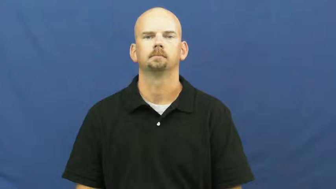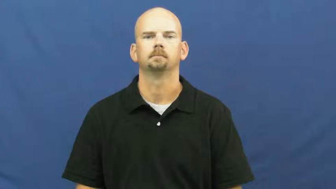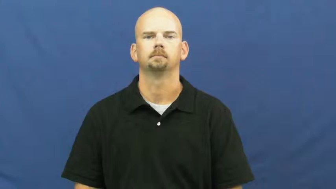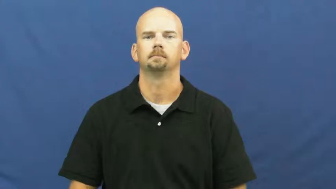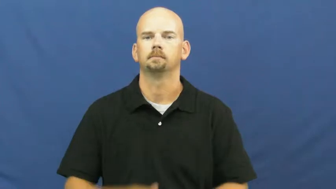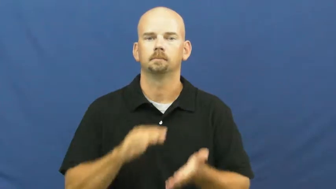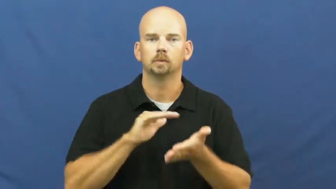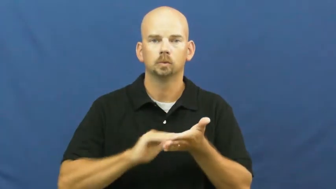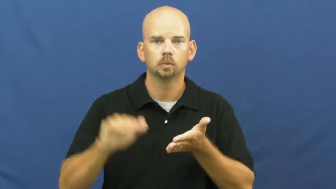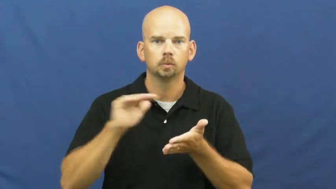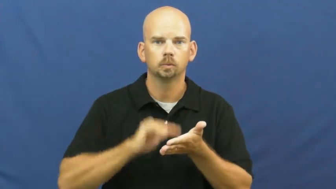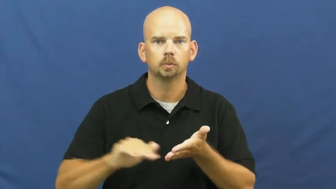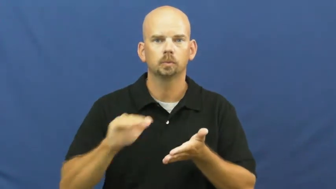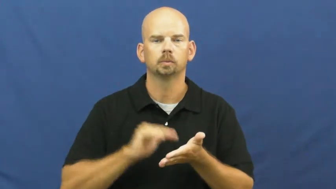excuse,forgive,clemency,absolve,dismiss,discharge